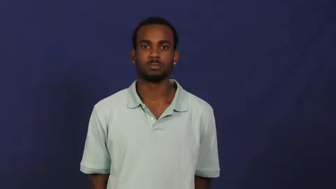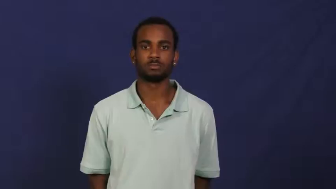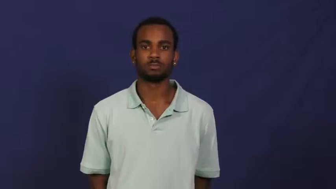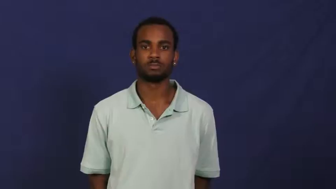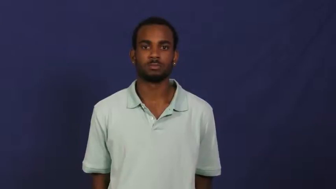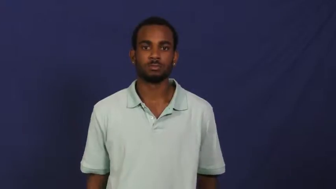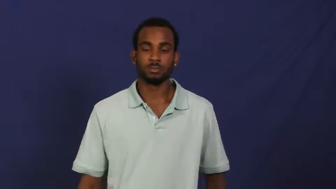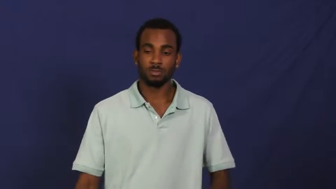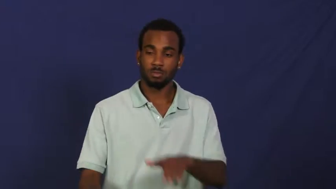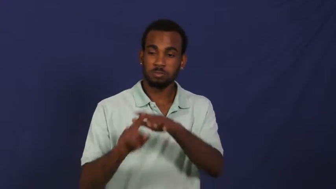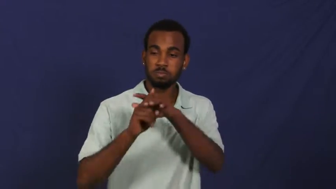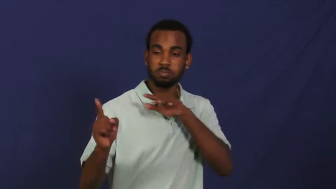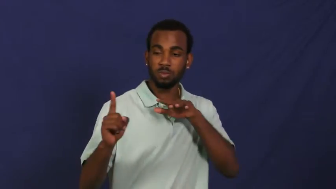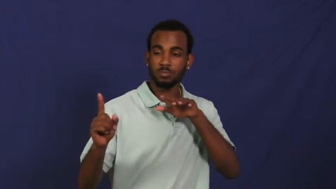escape,getaway,bilk,break loose